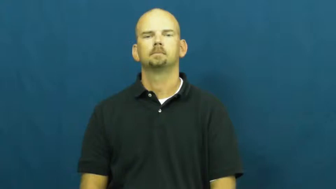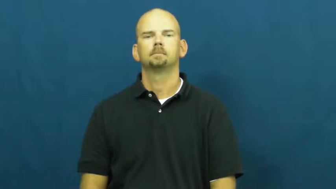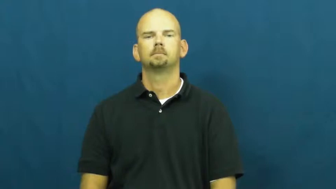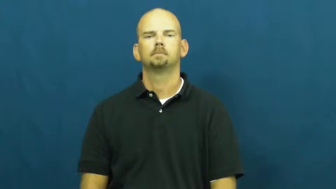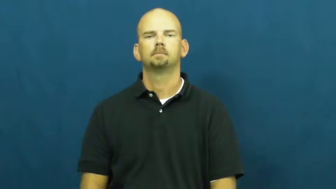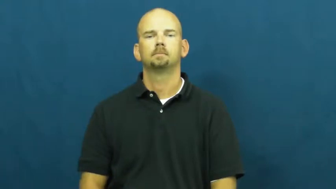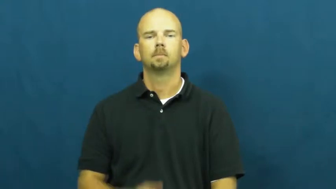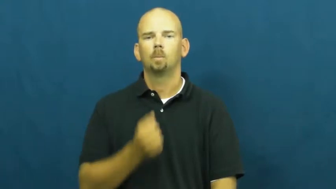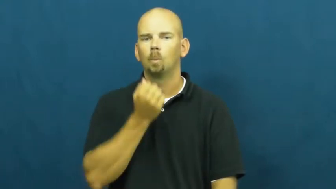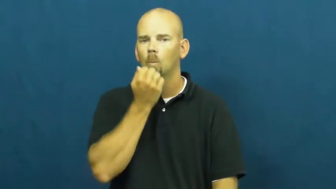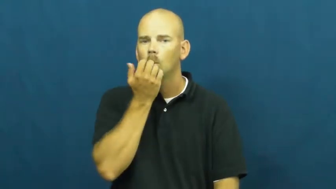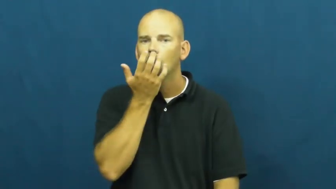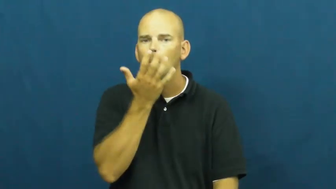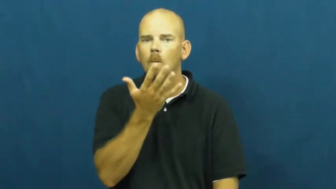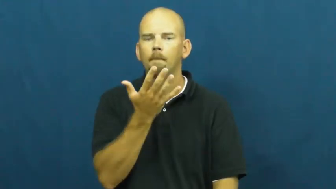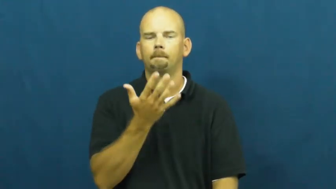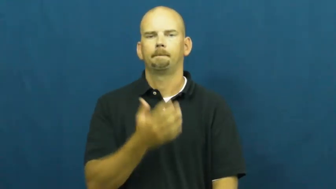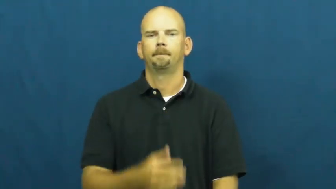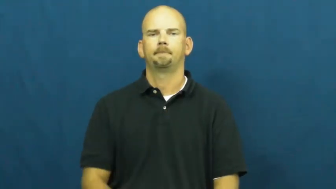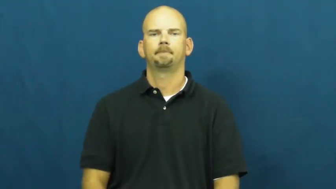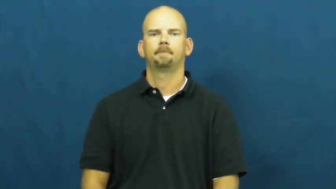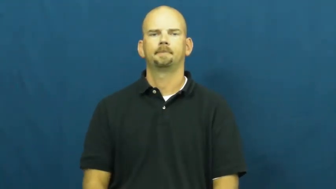toasty-warm